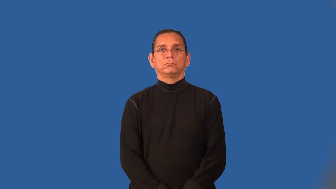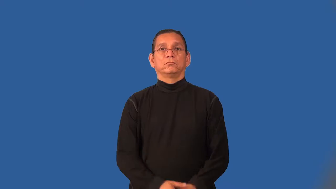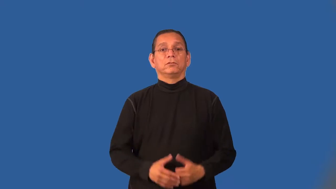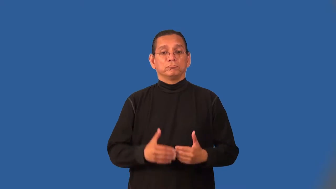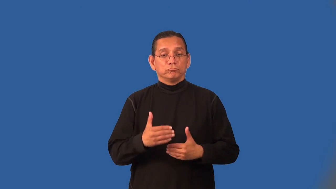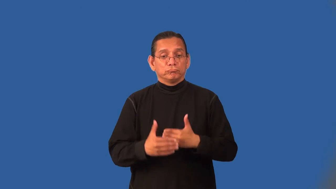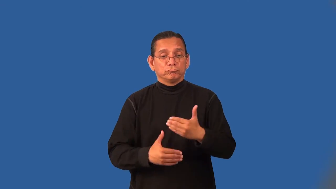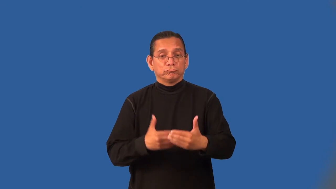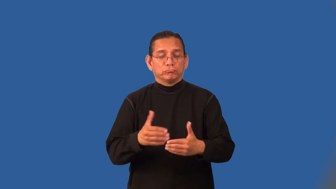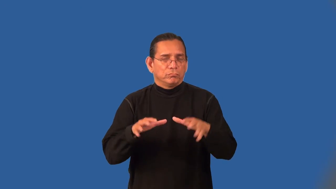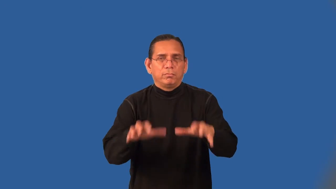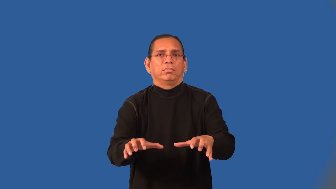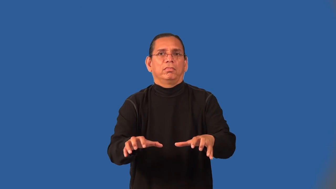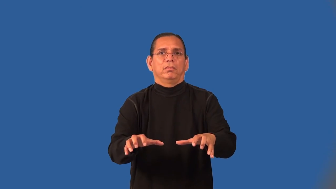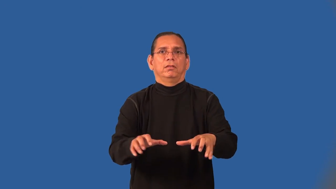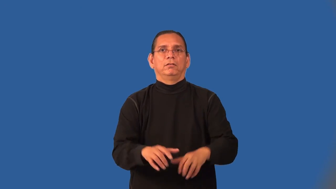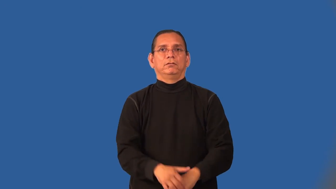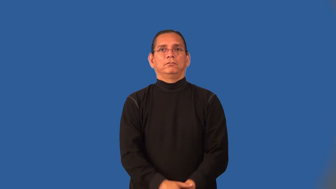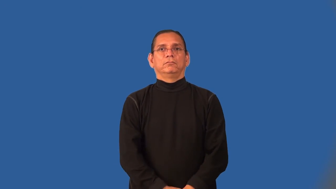immobilize